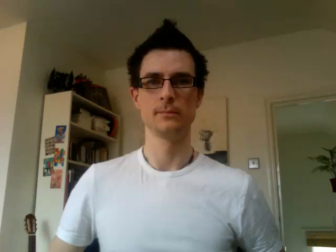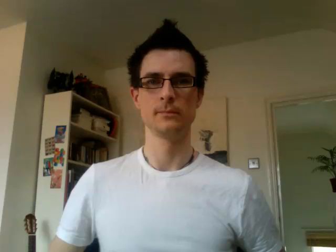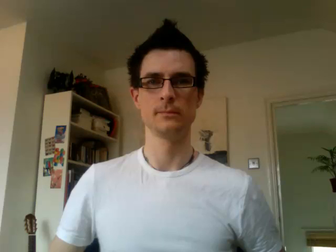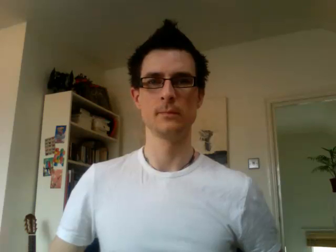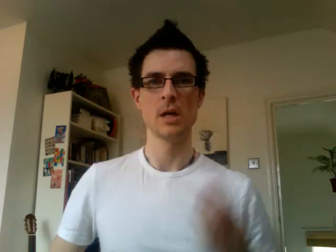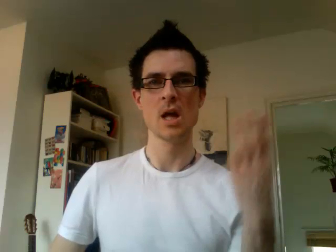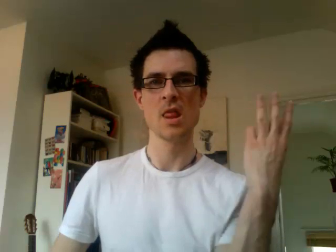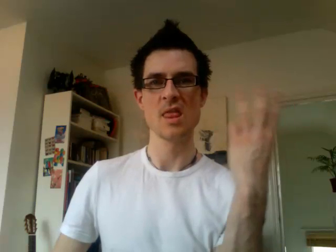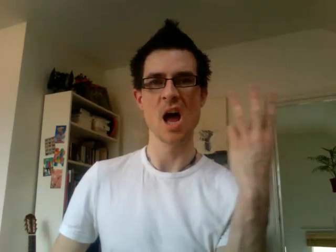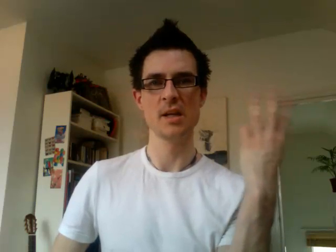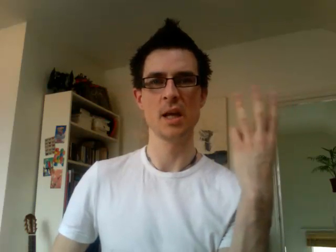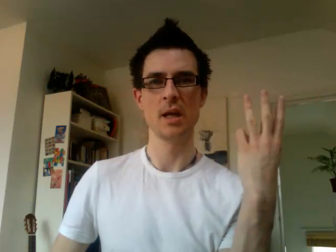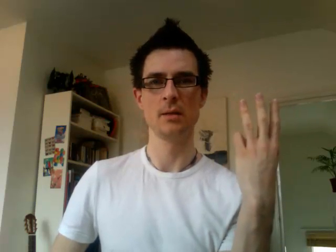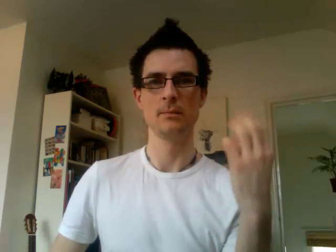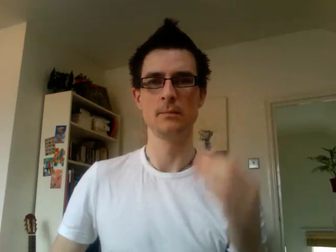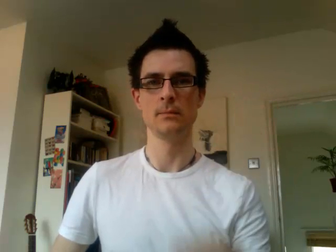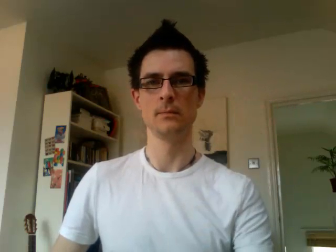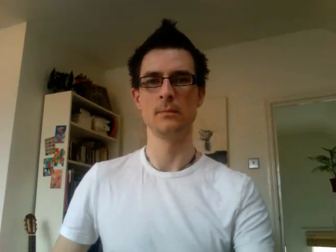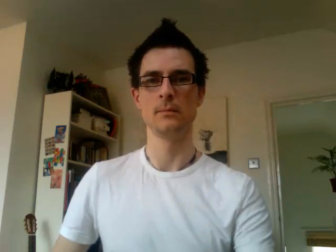13